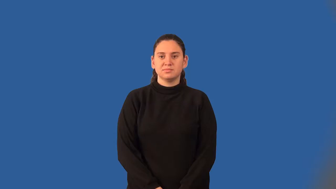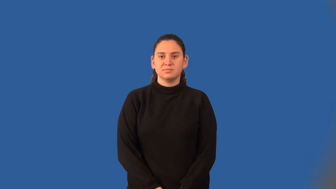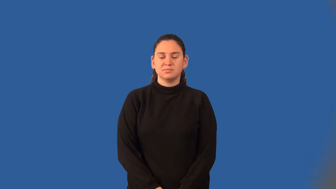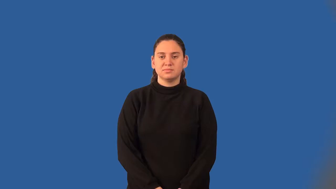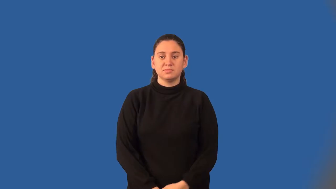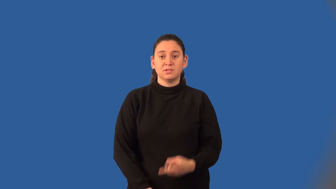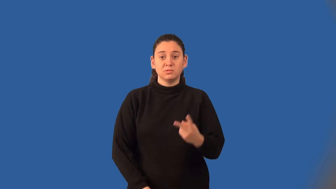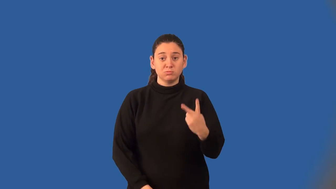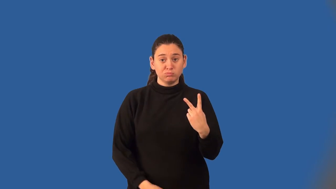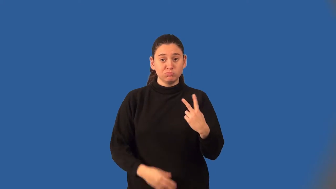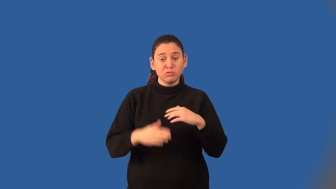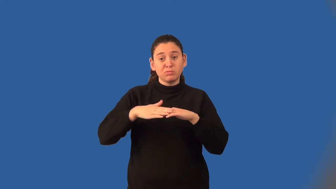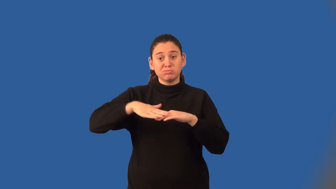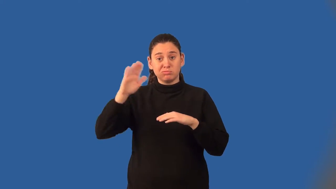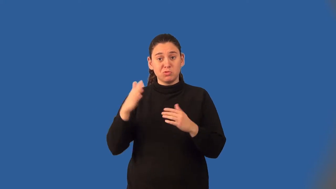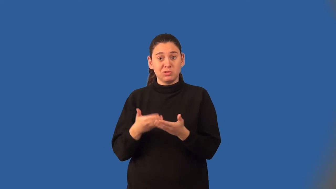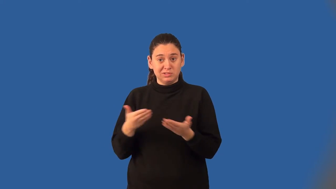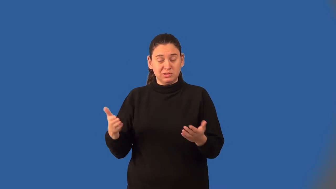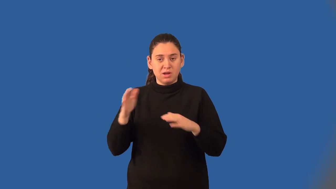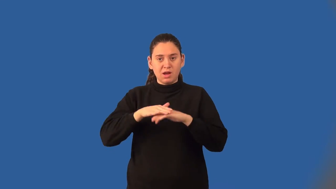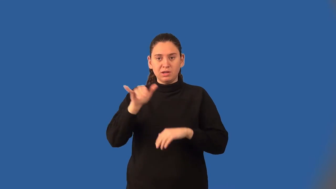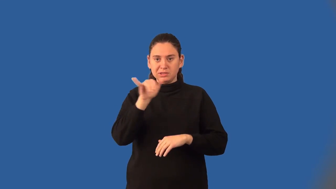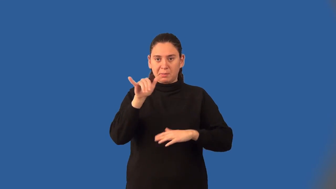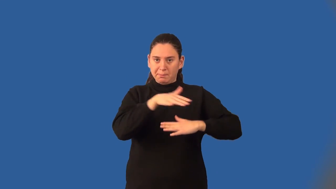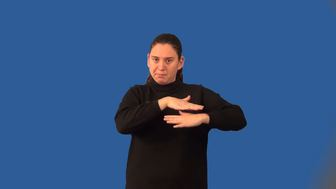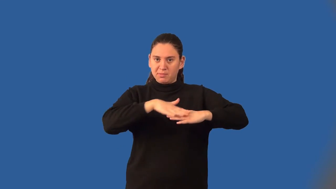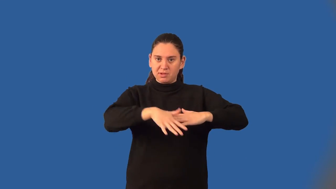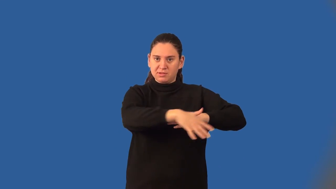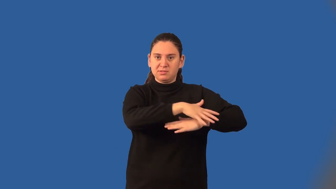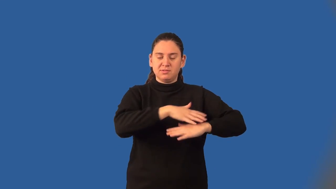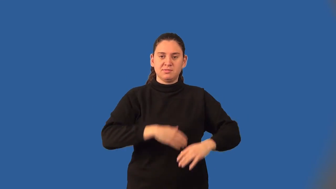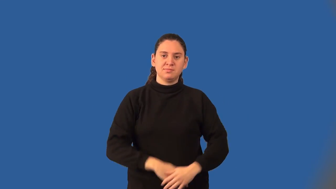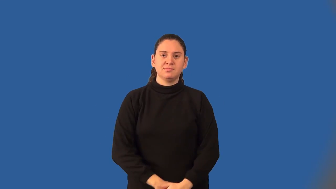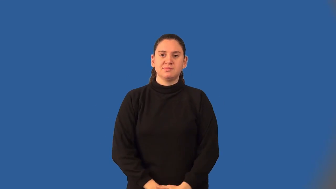coplanar